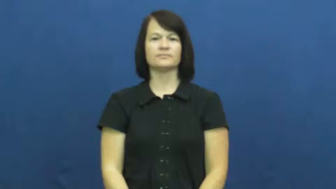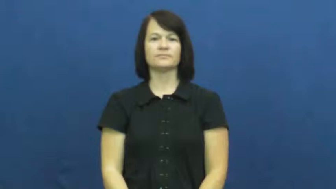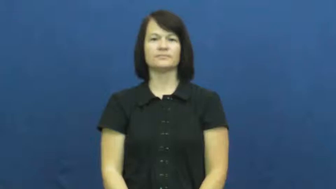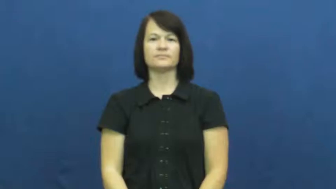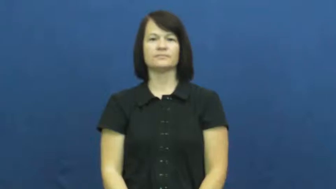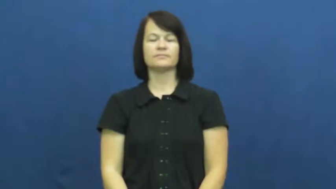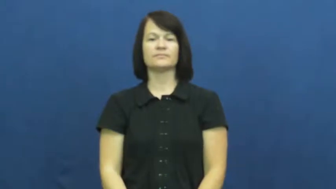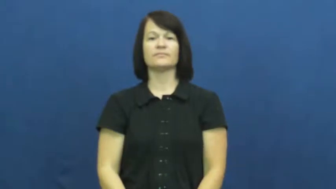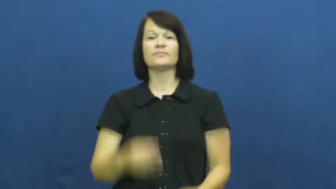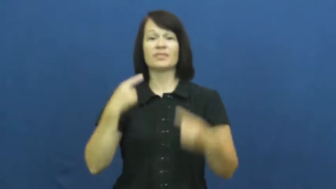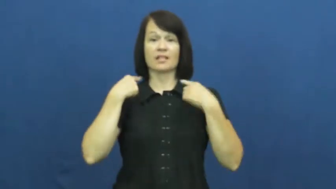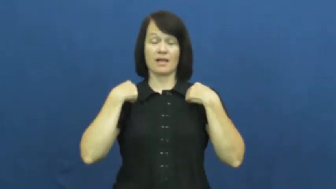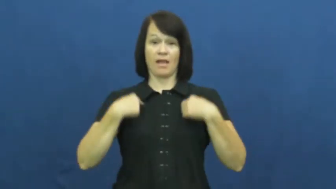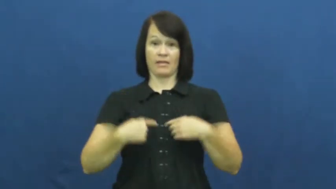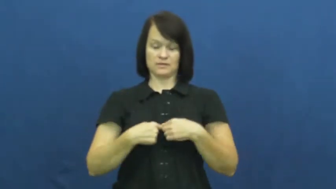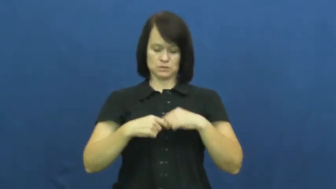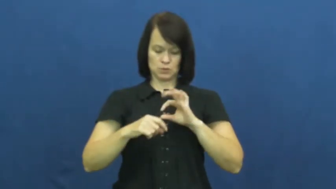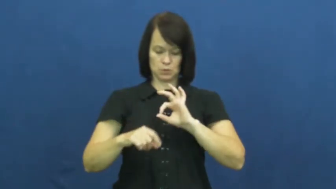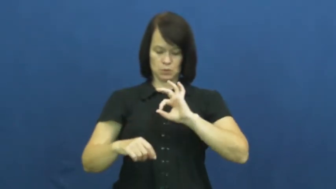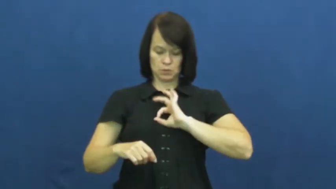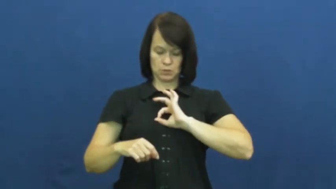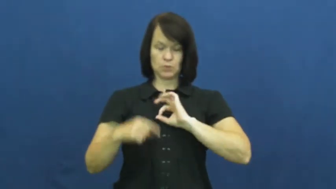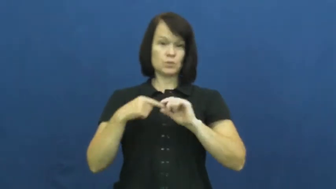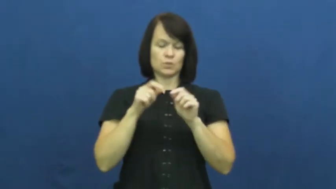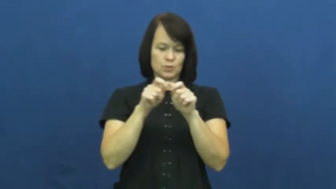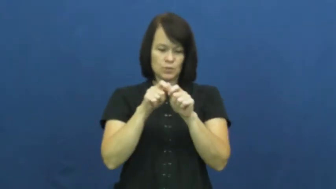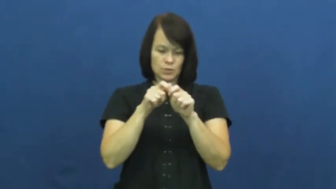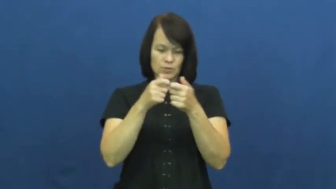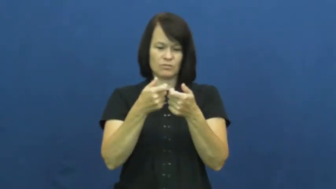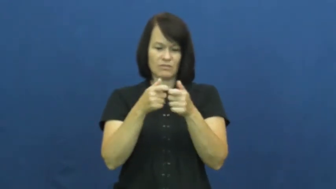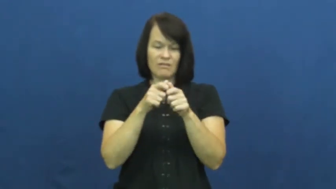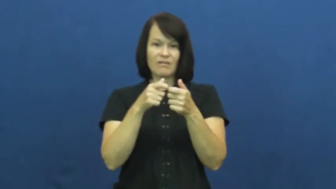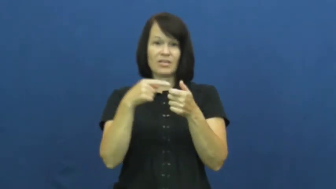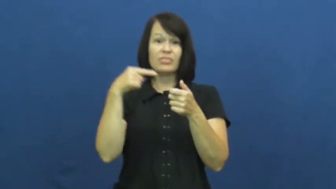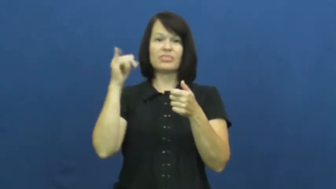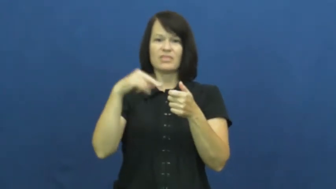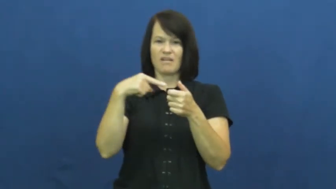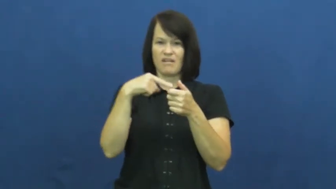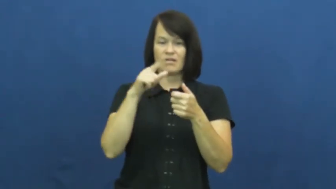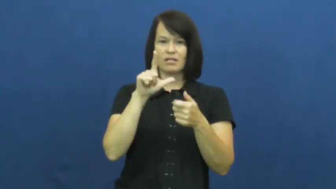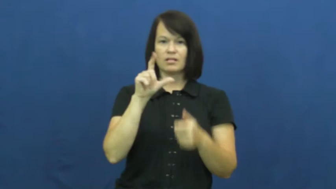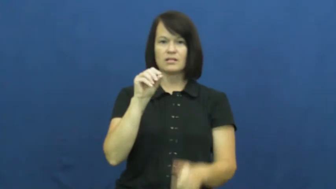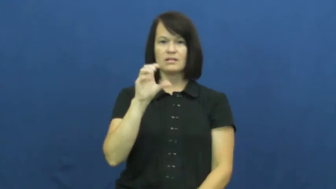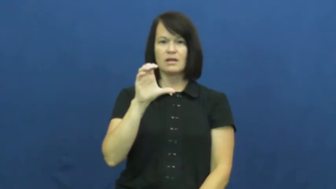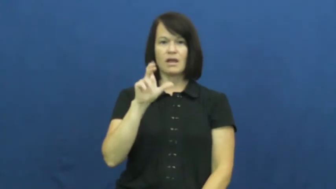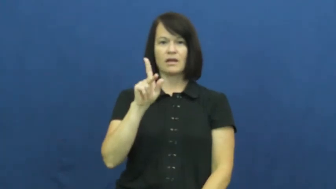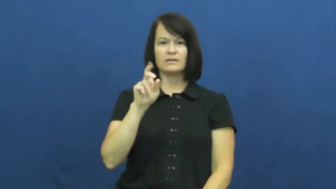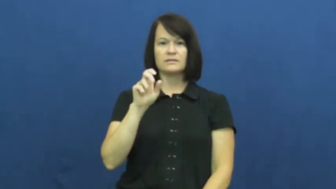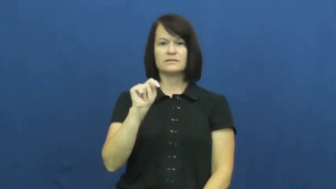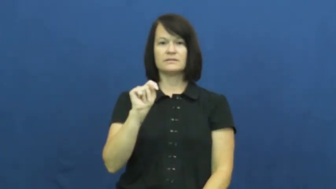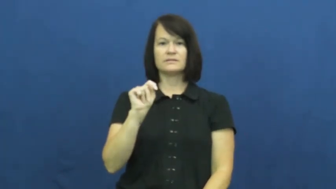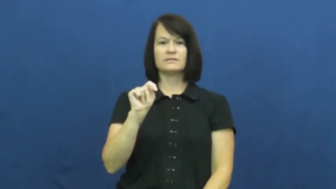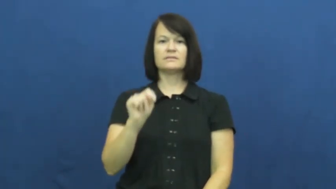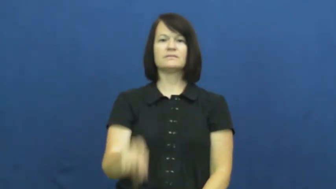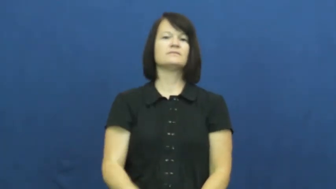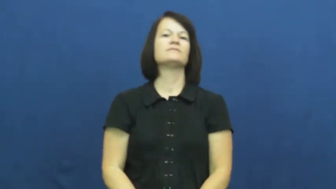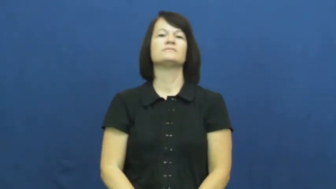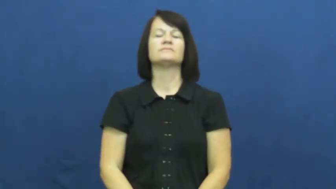locket